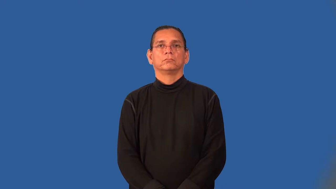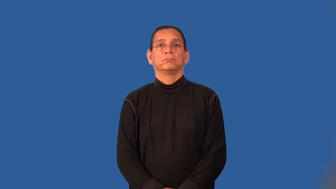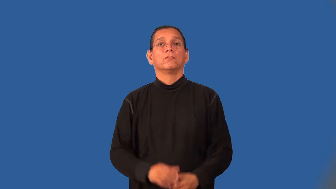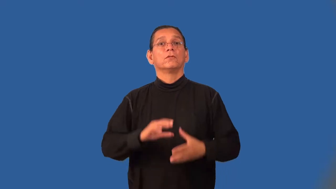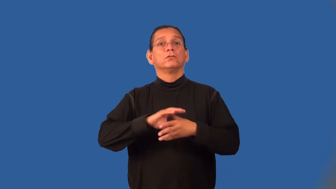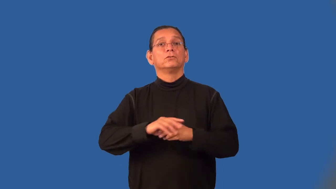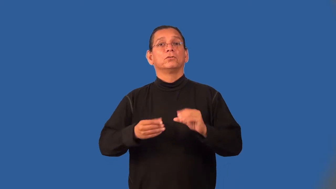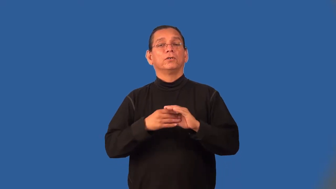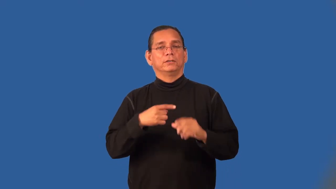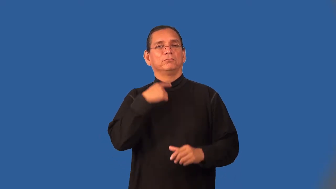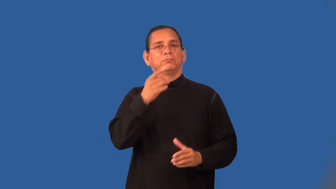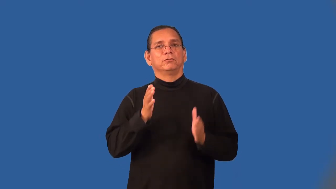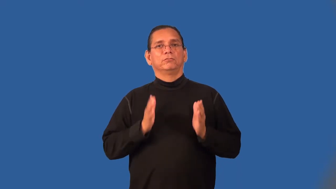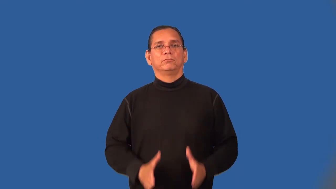storyteller